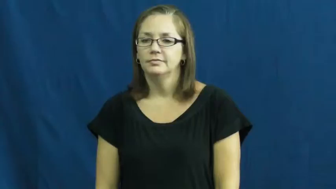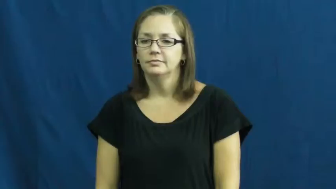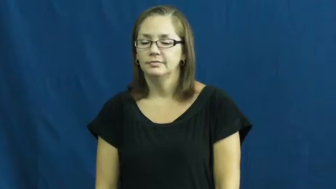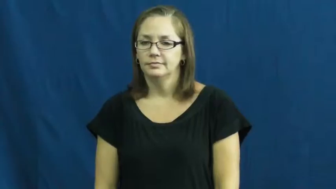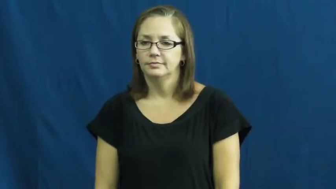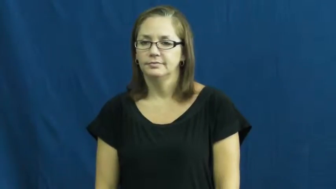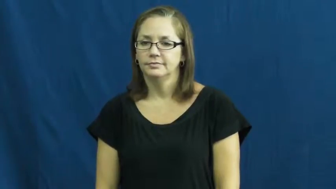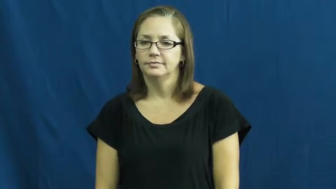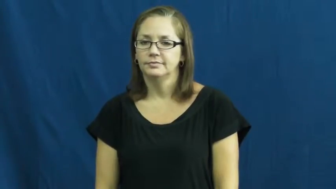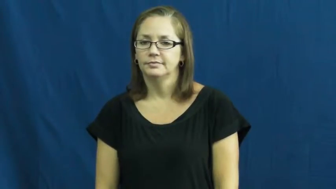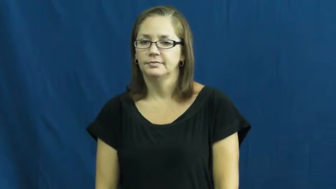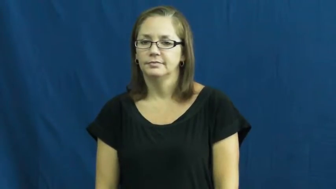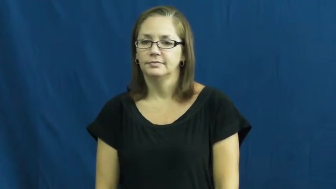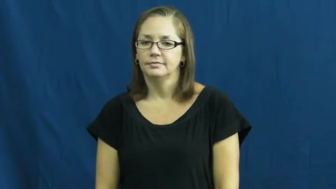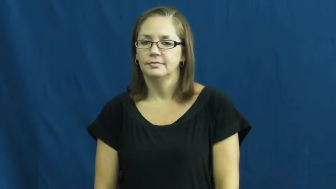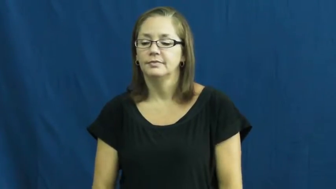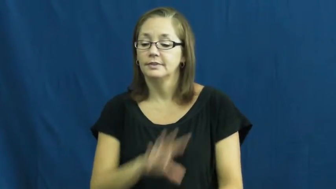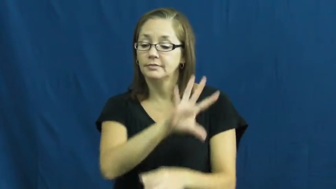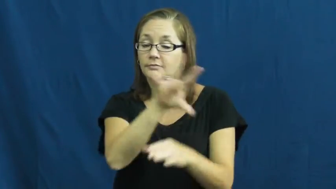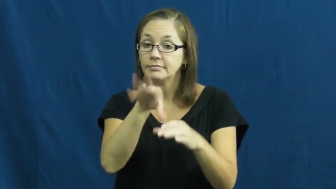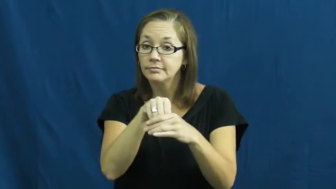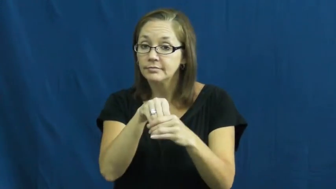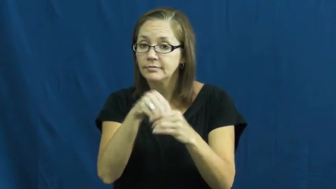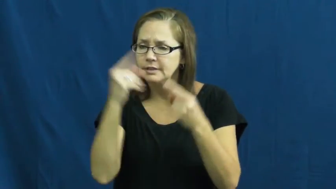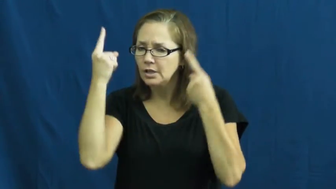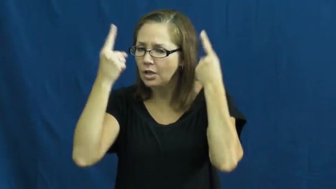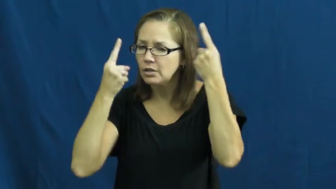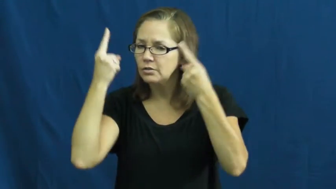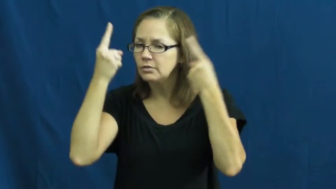take into account